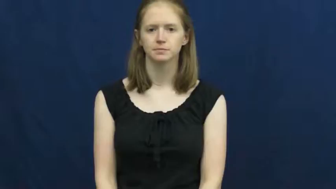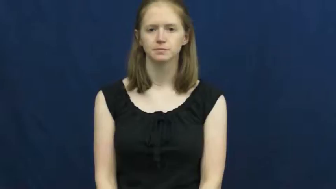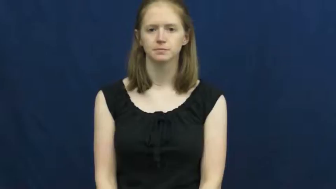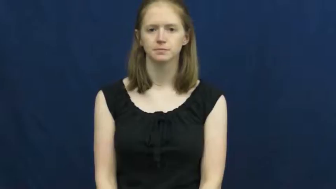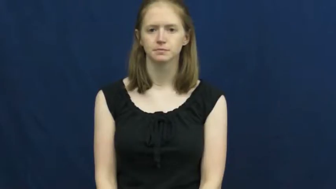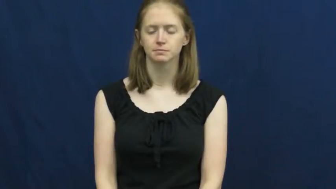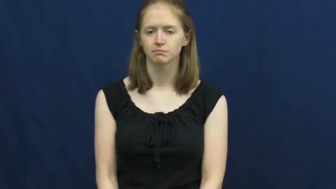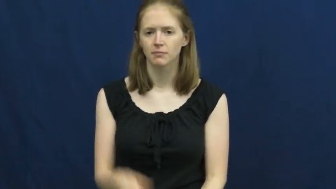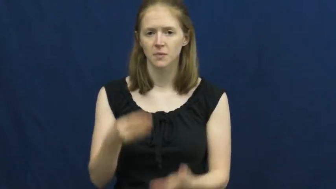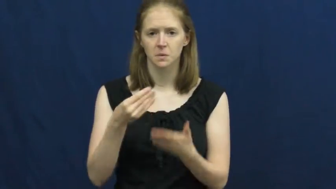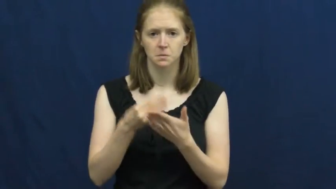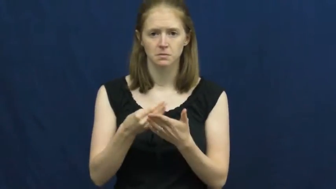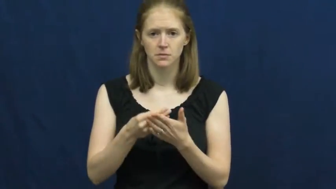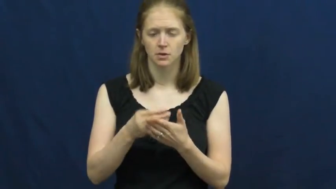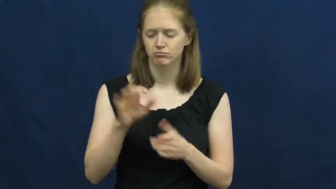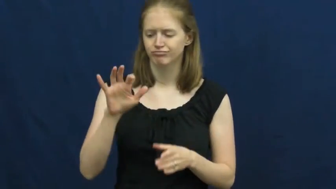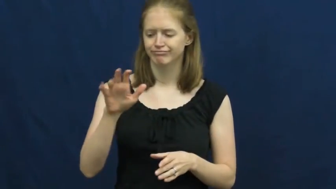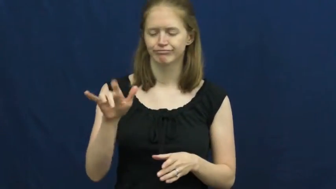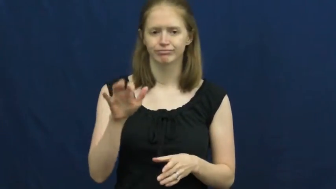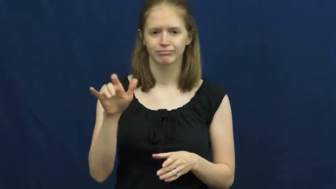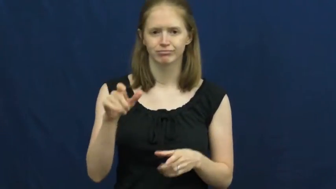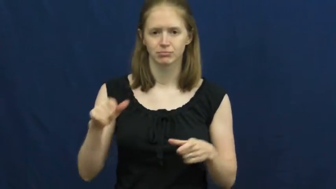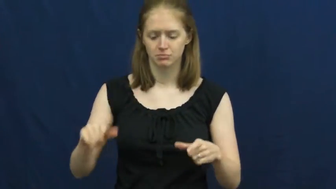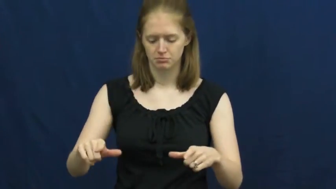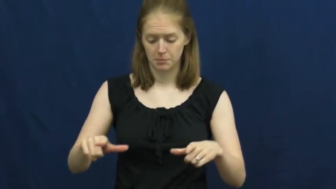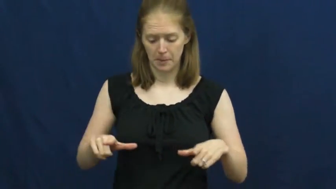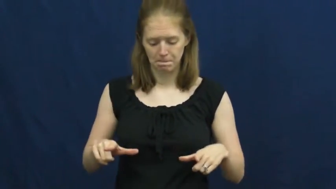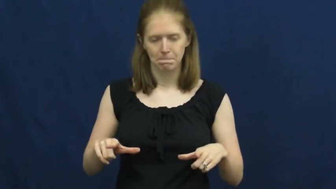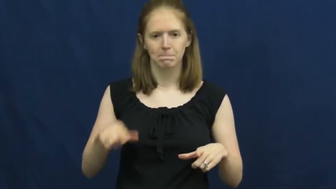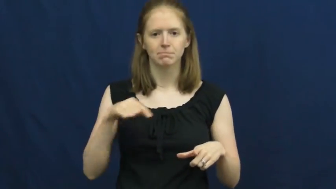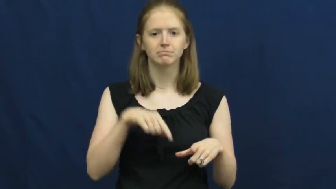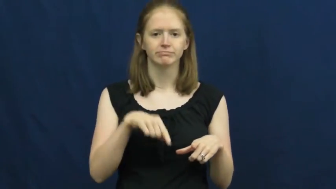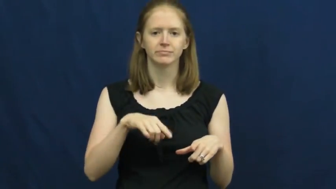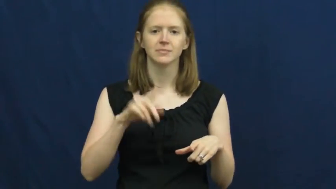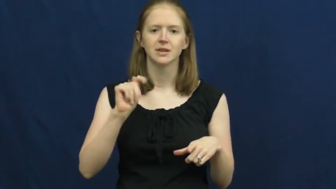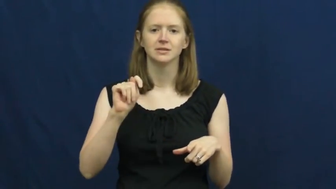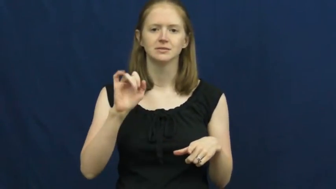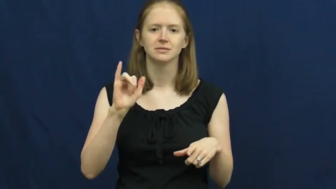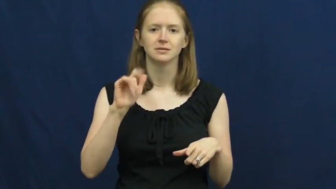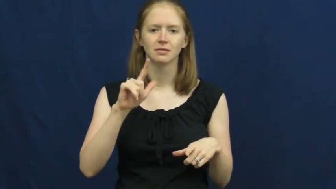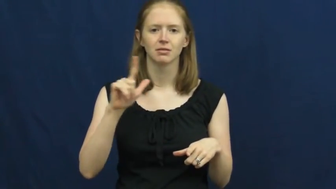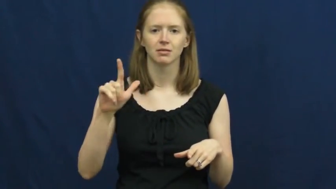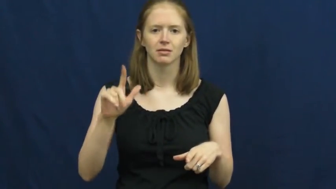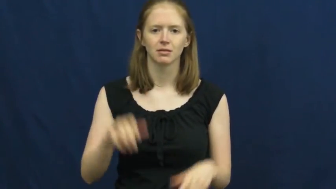till-drawer